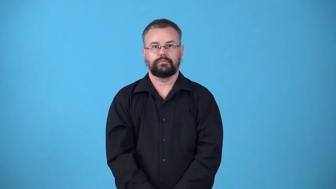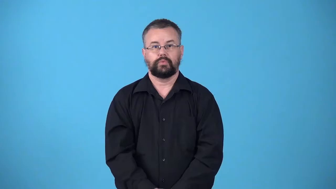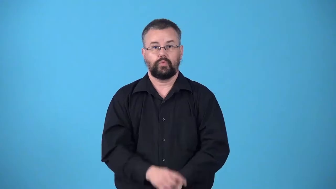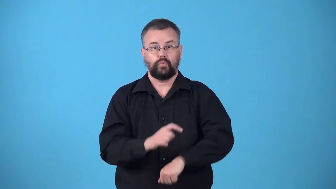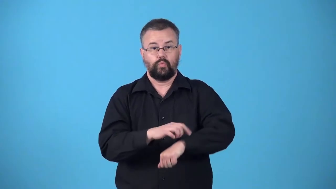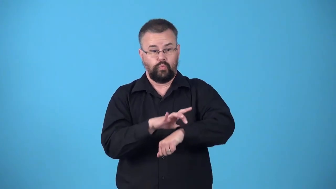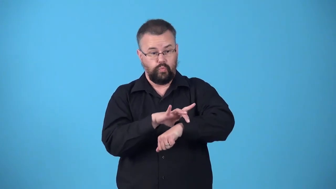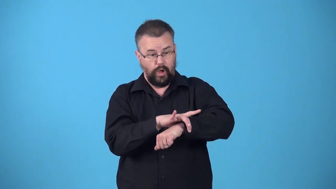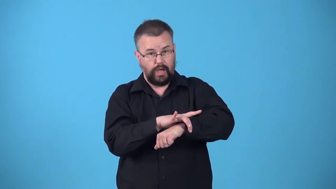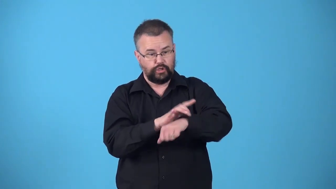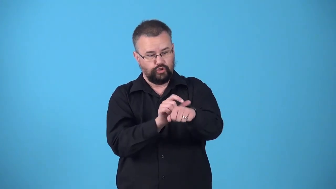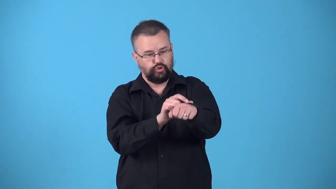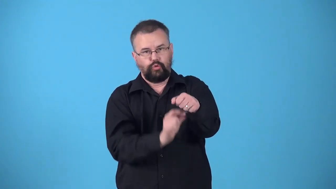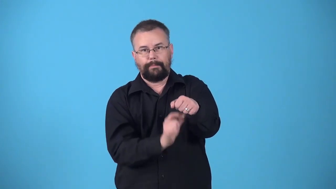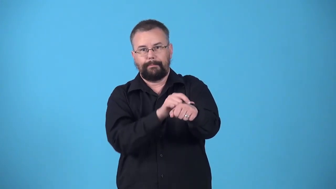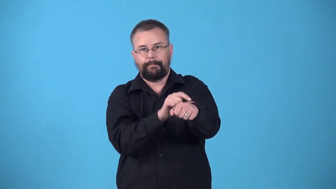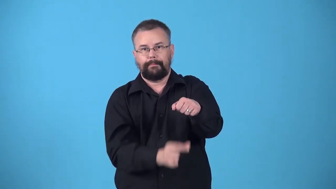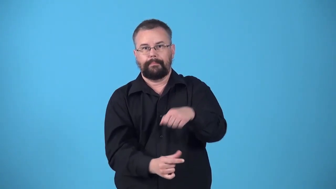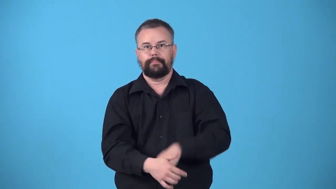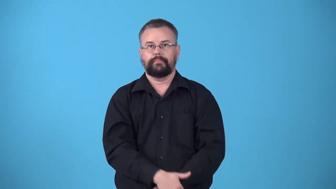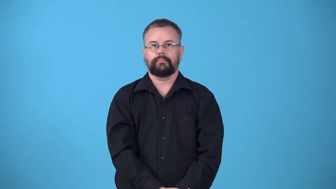watchstrap